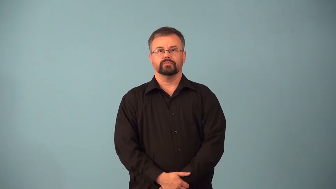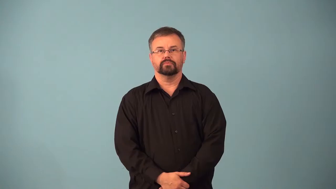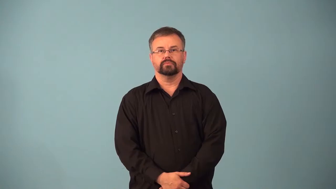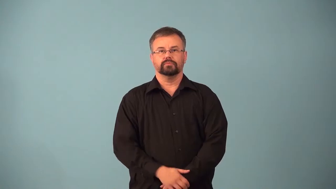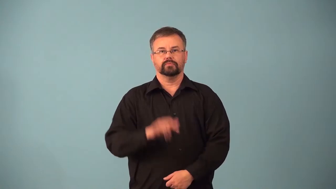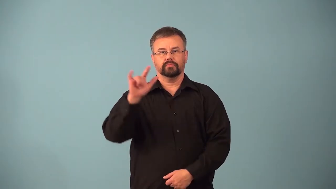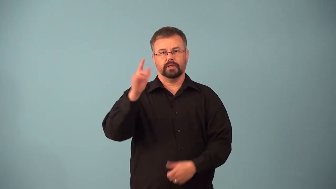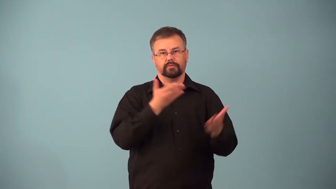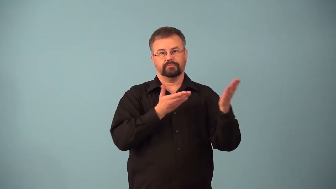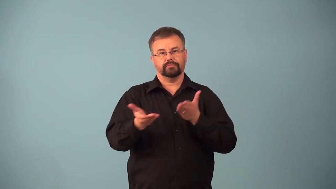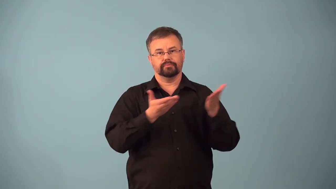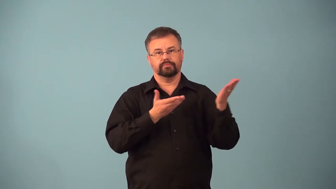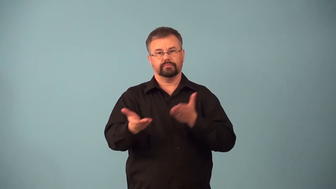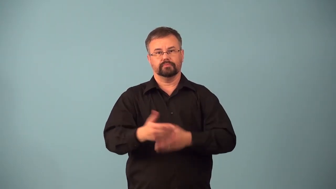airfreight